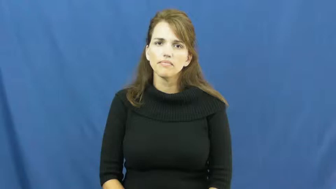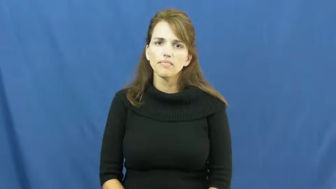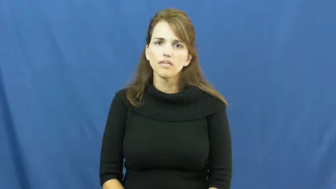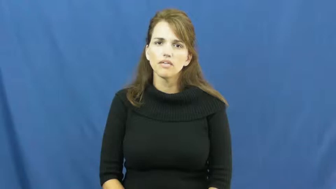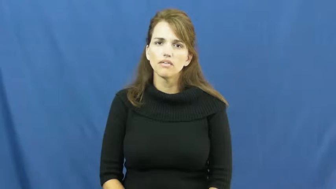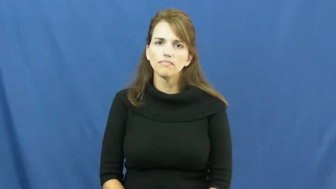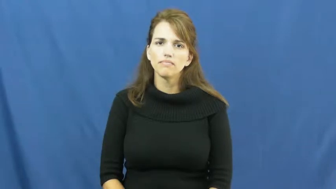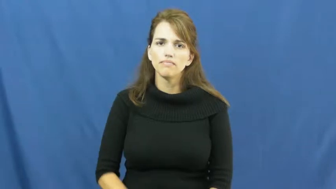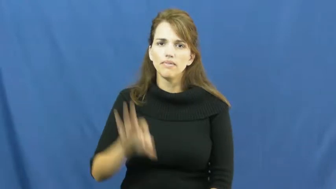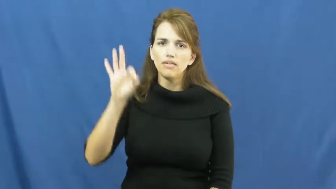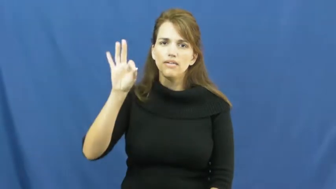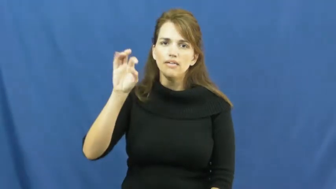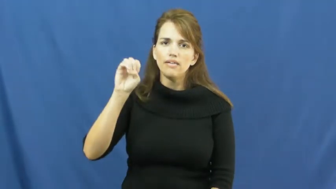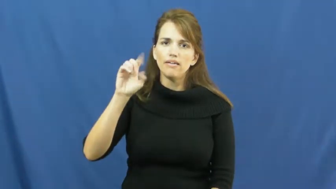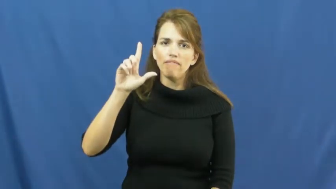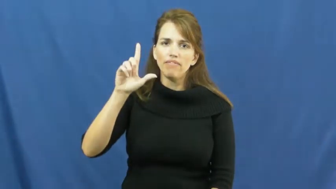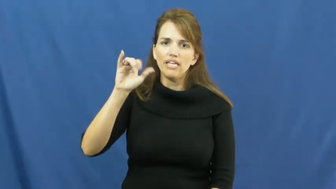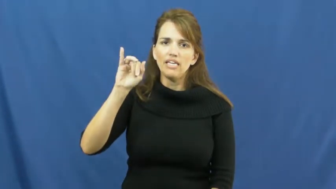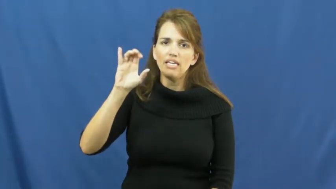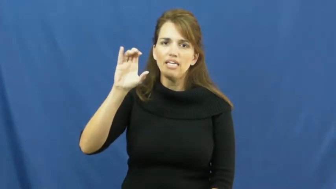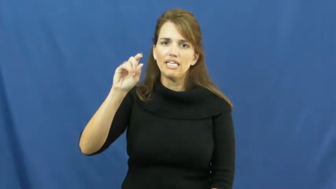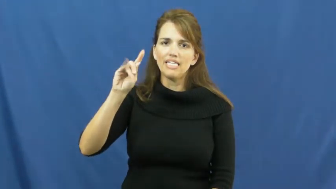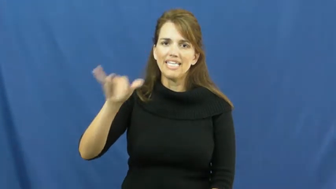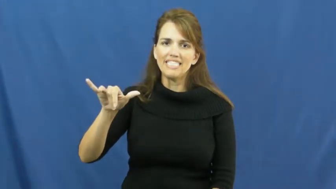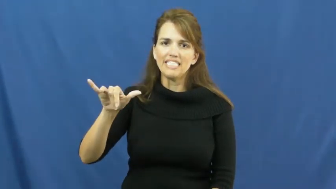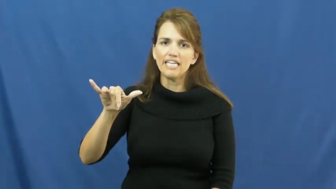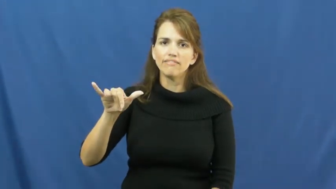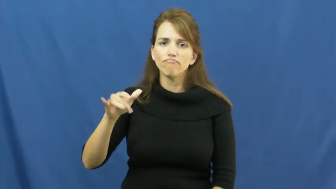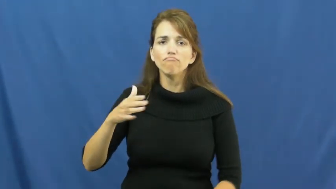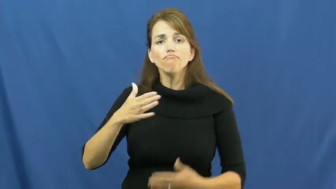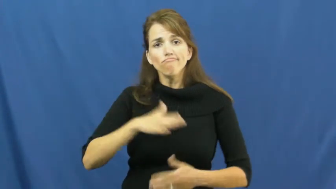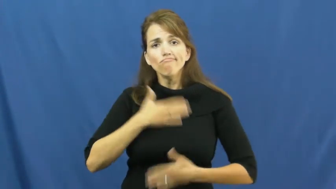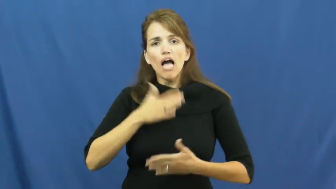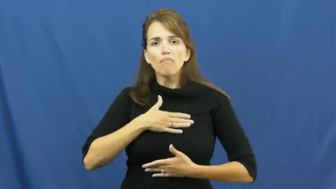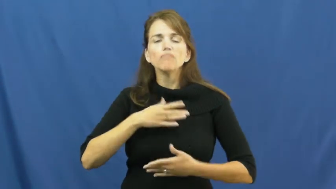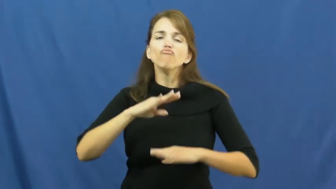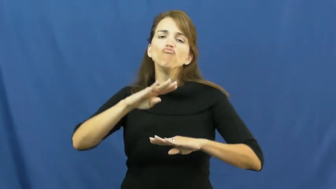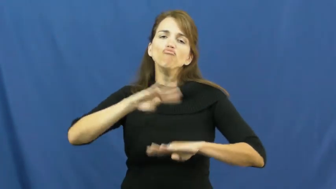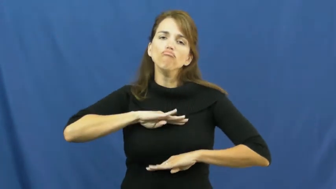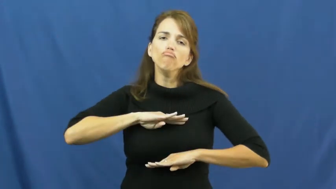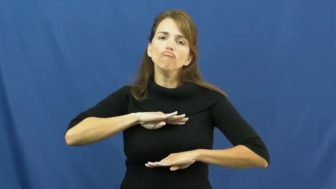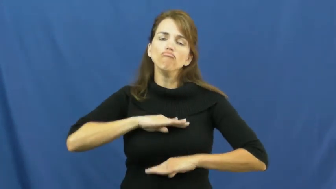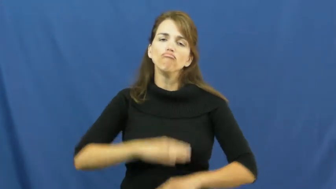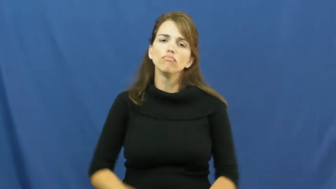felicity